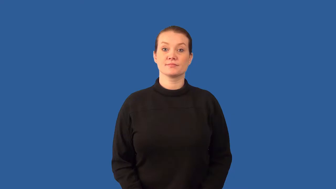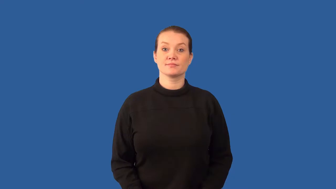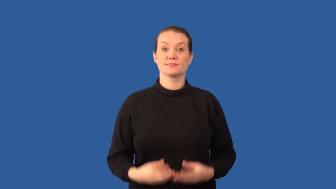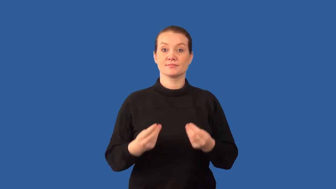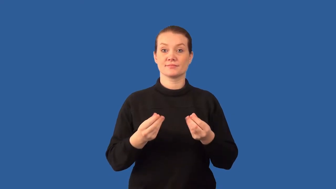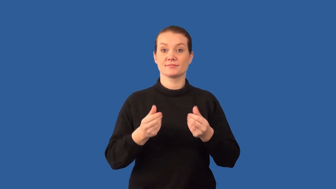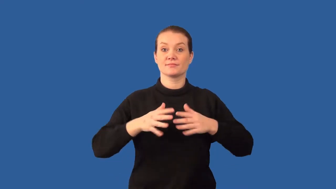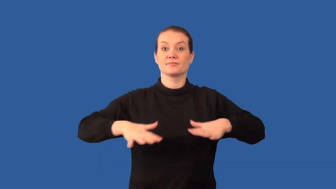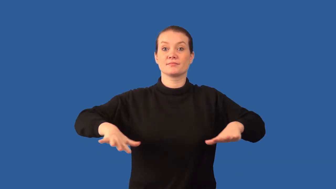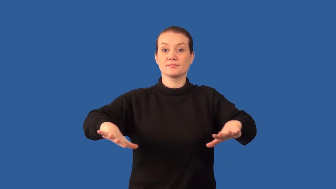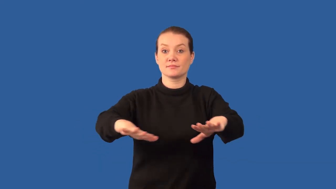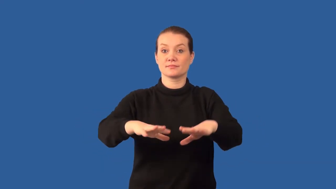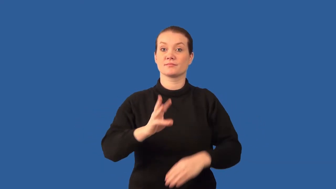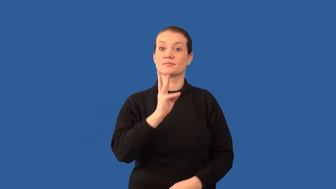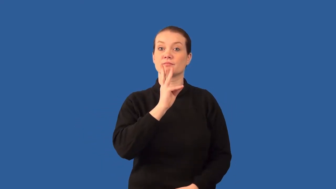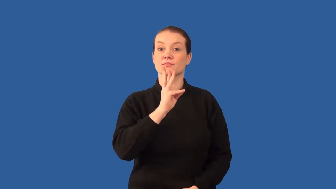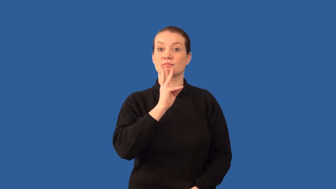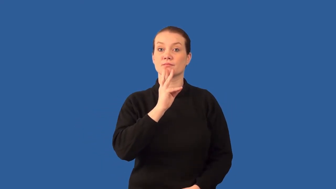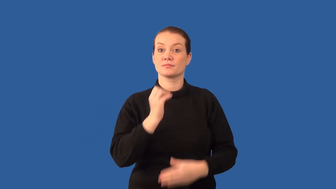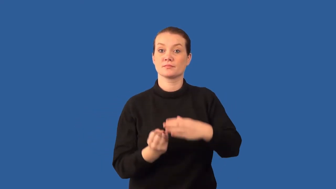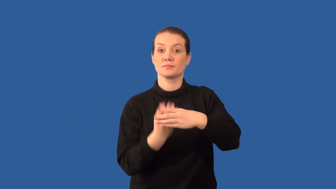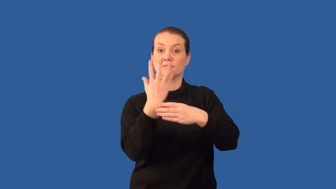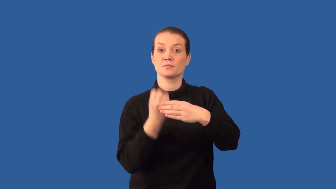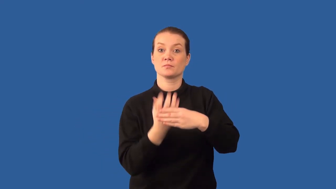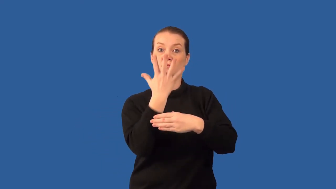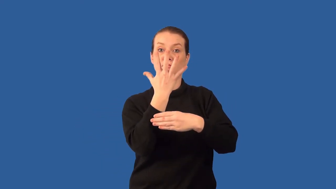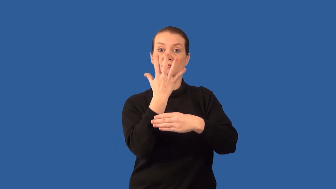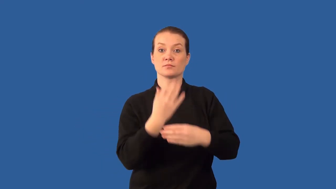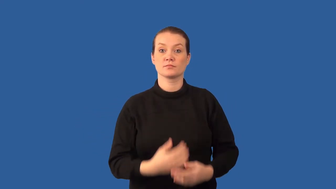artesian